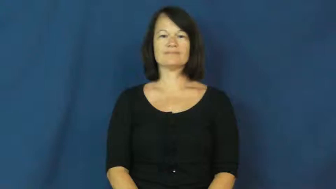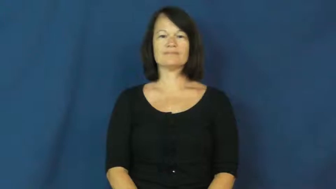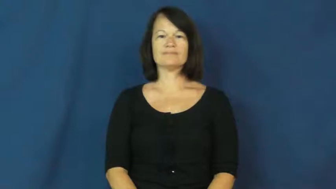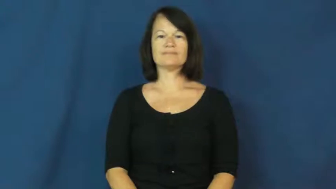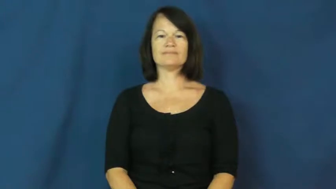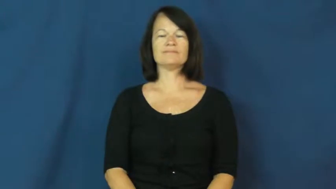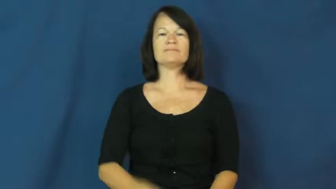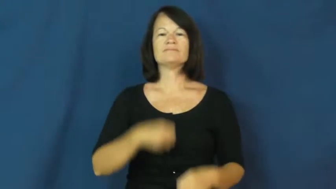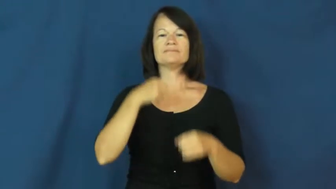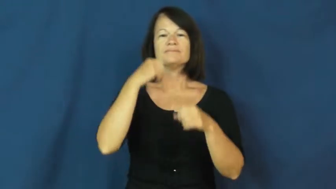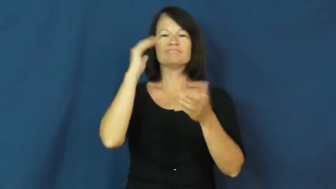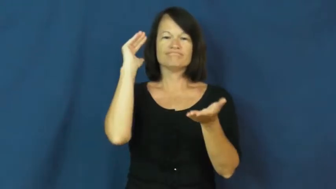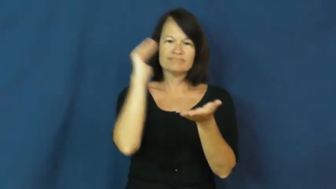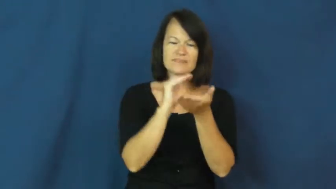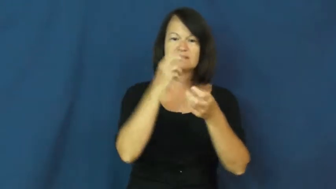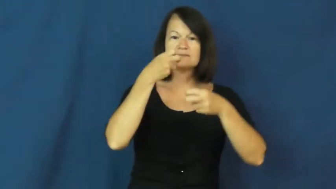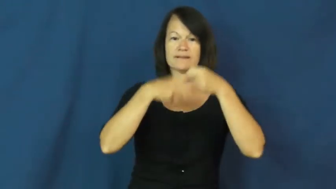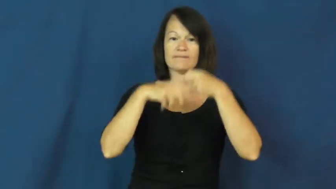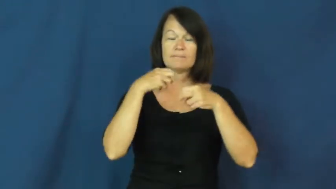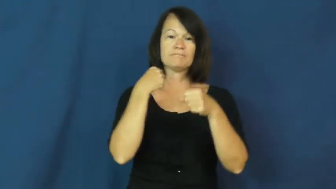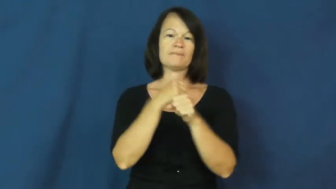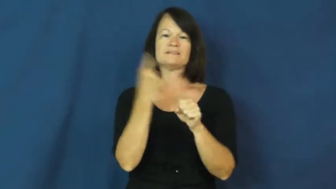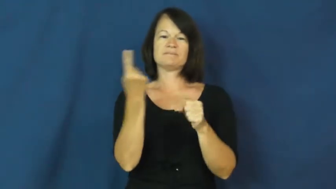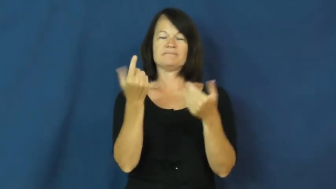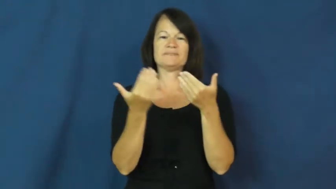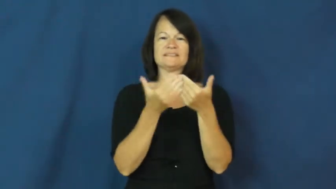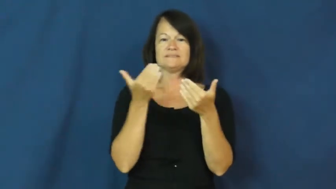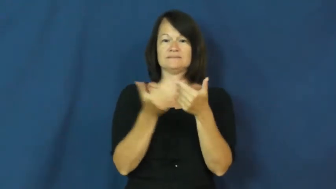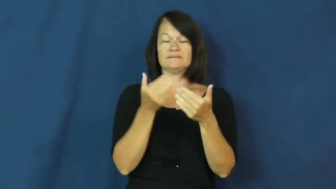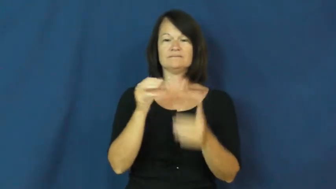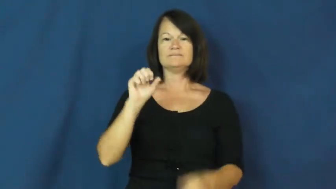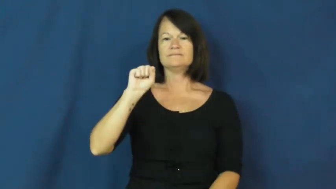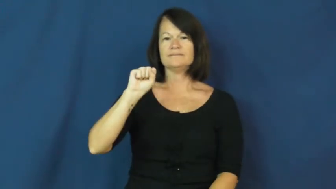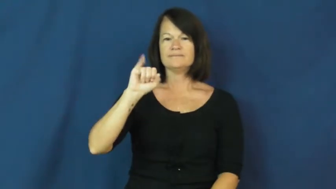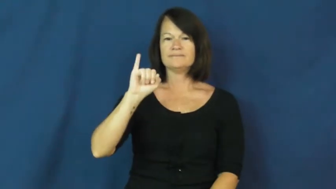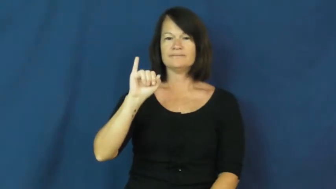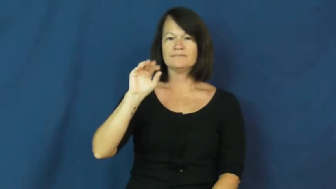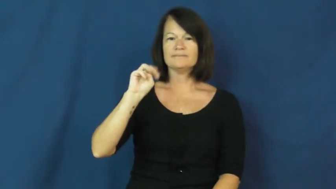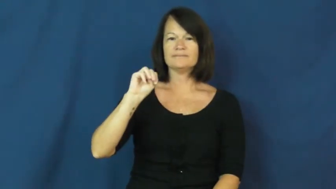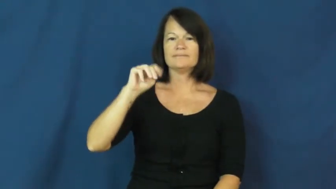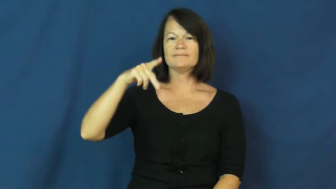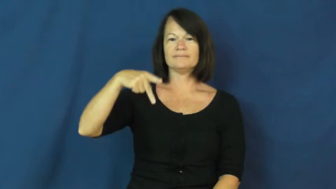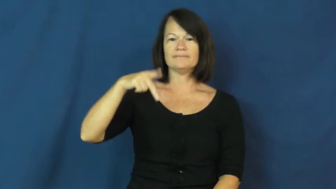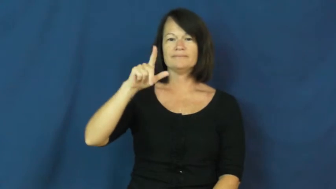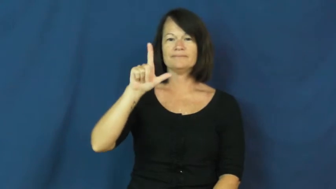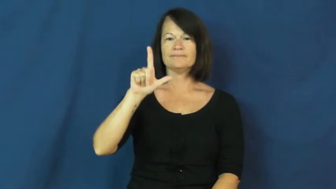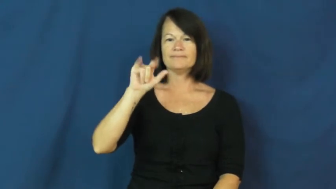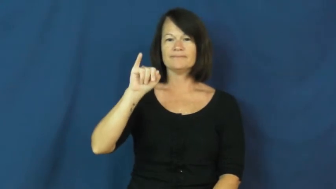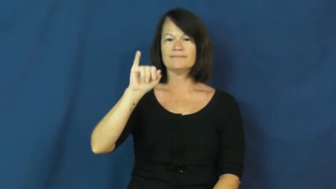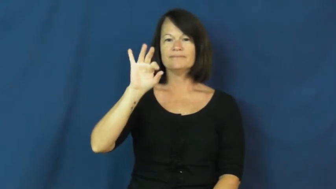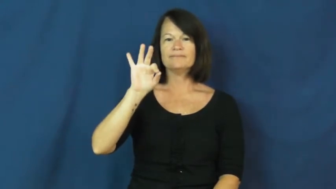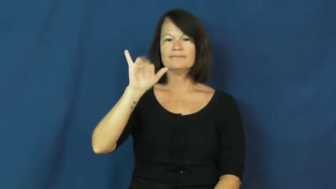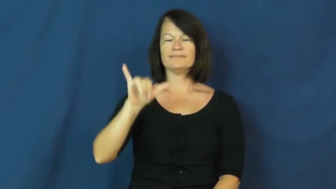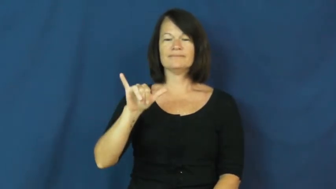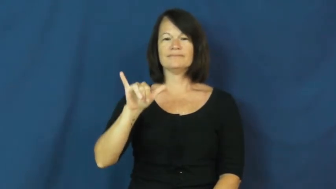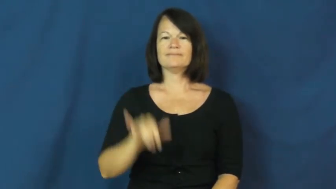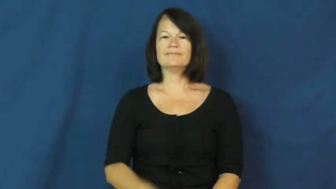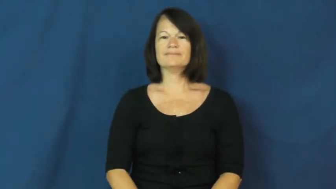simplify,boil down